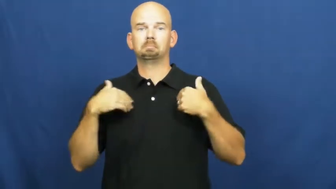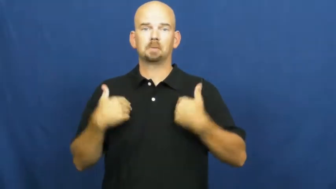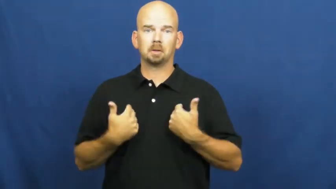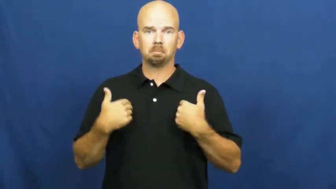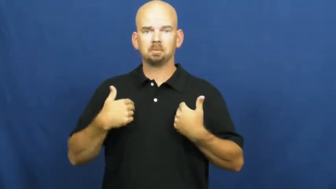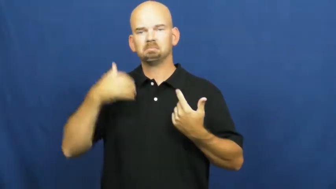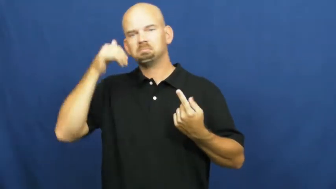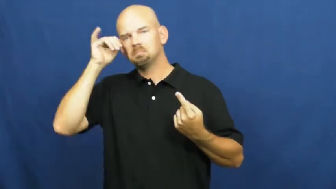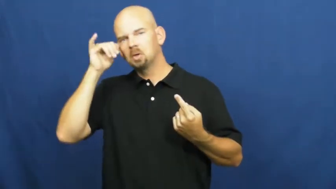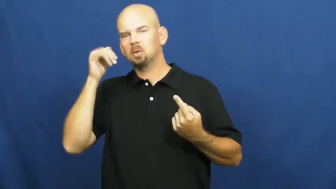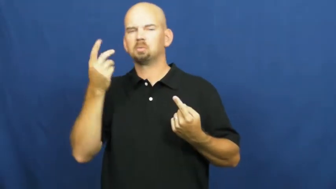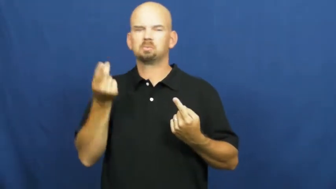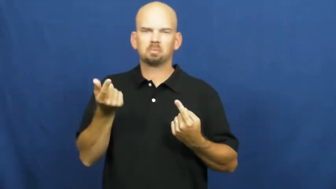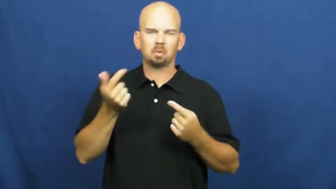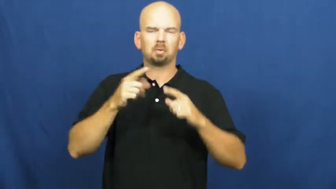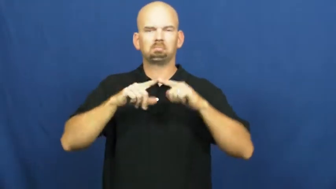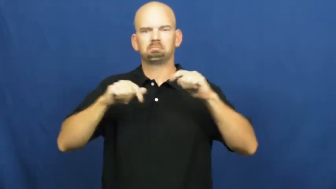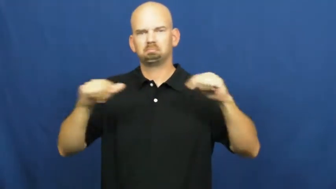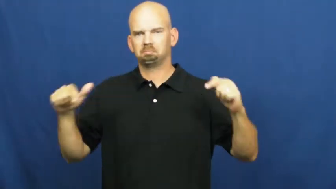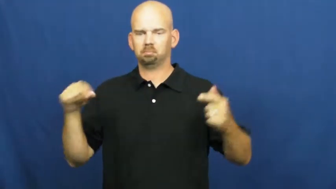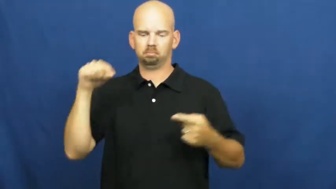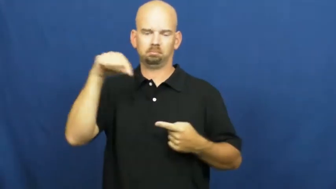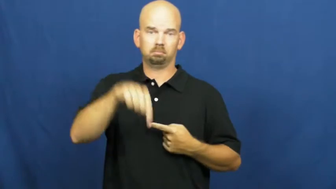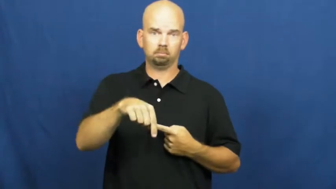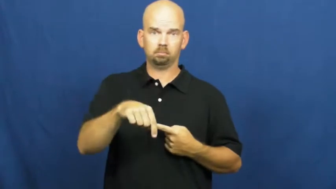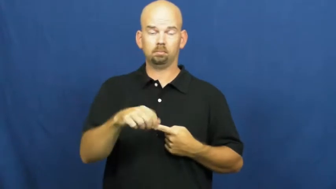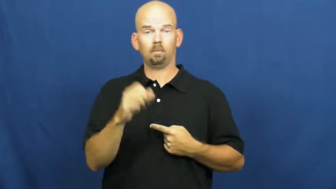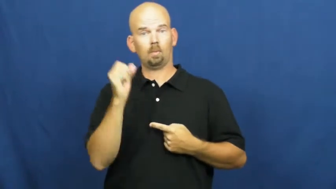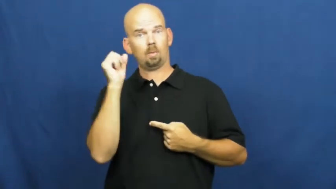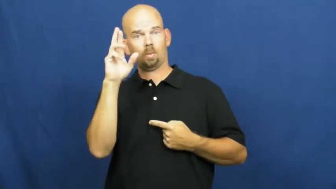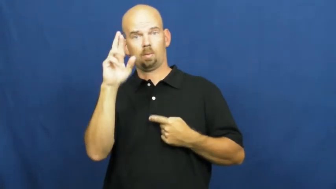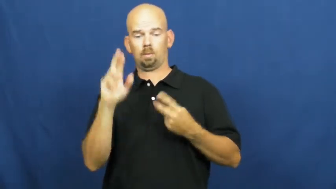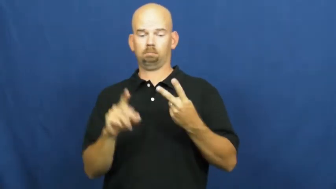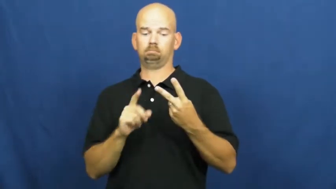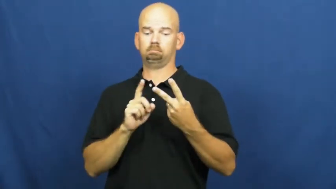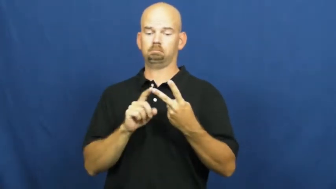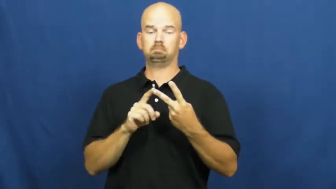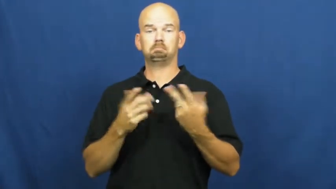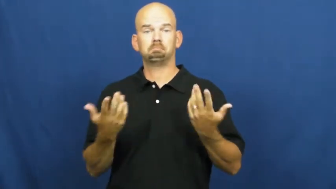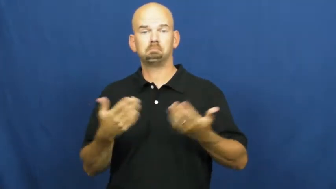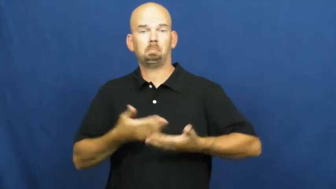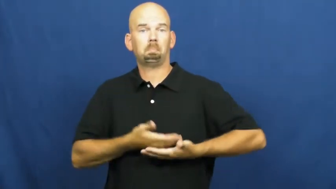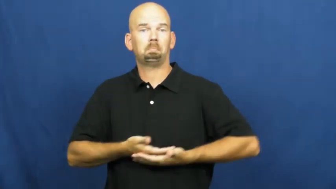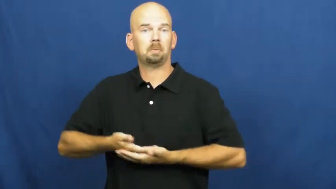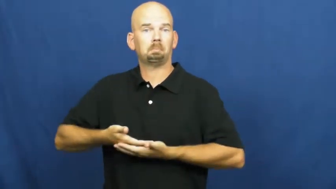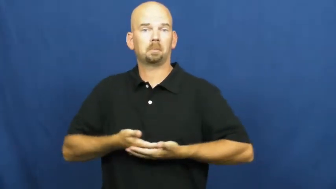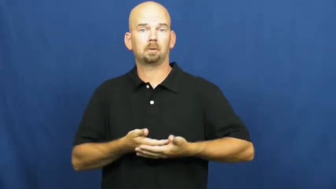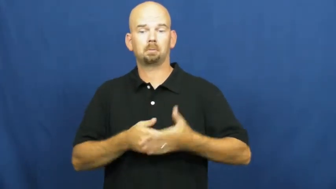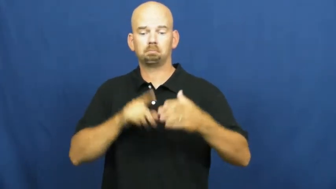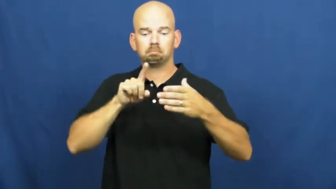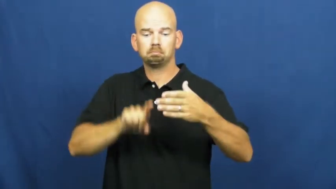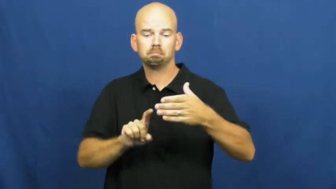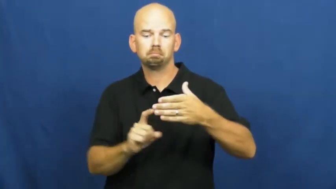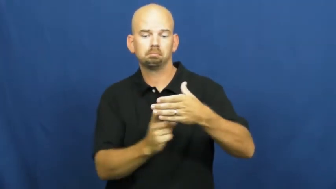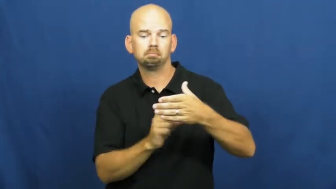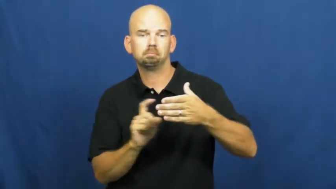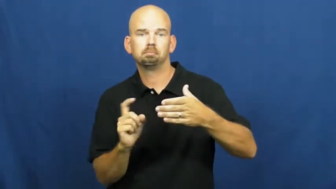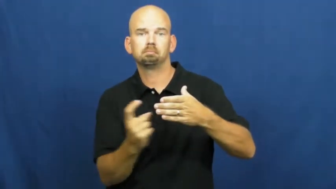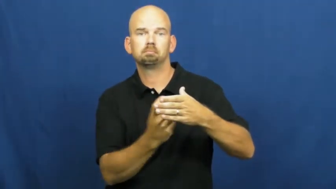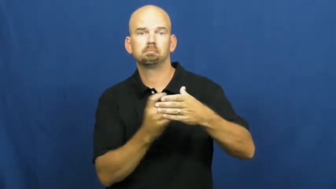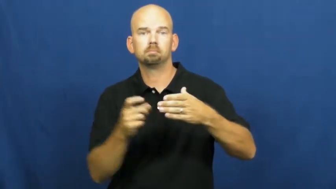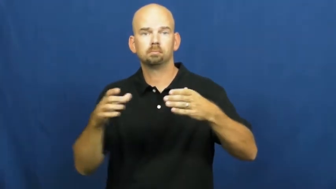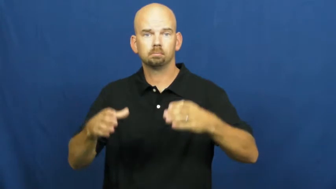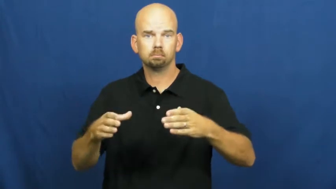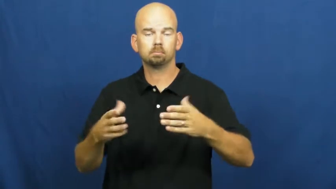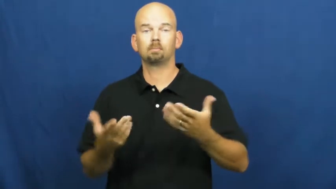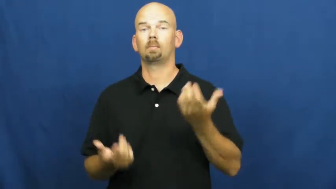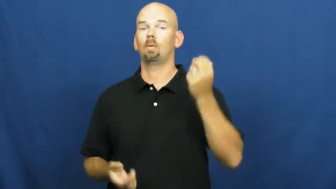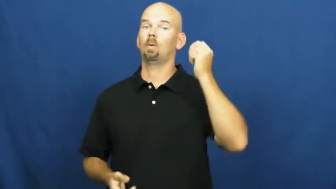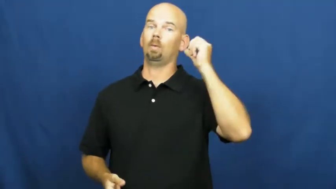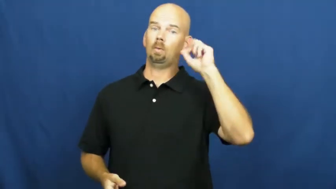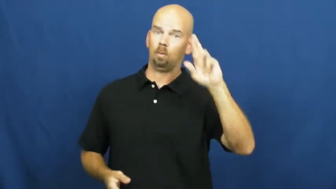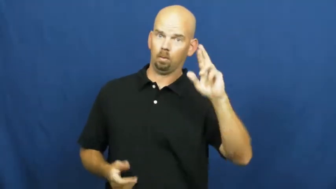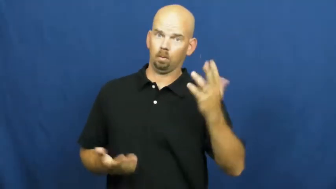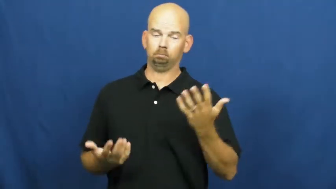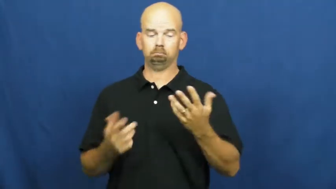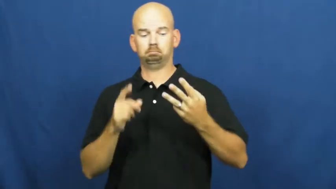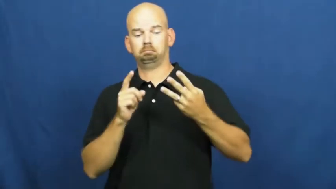pen,kraal,enclosure-animal